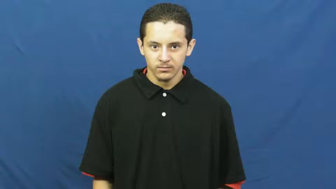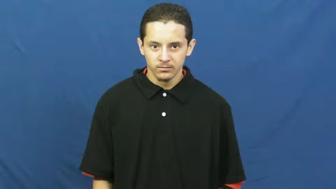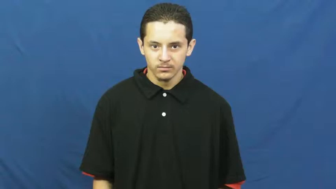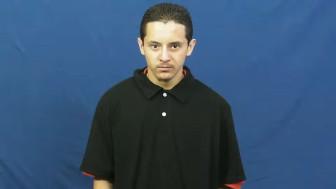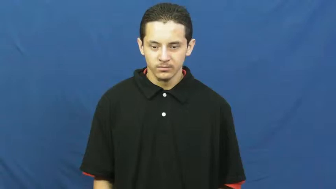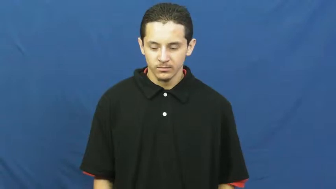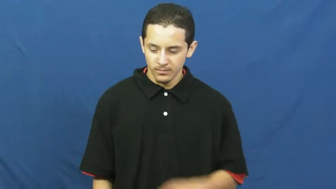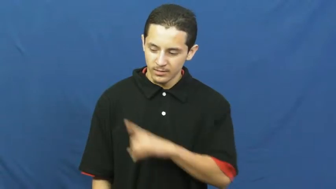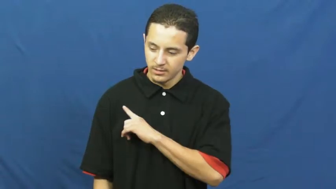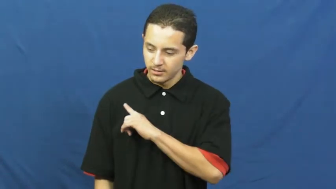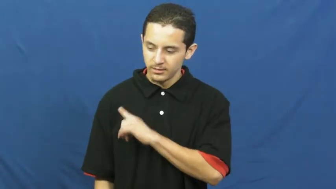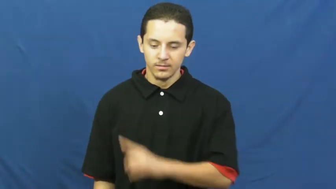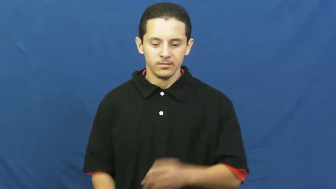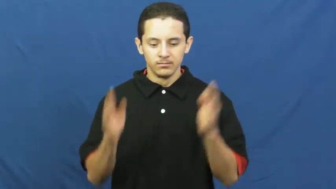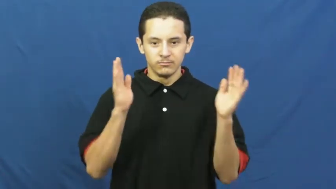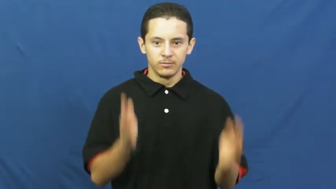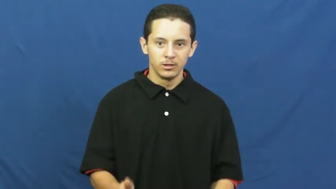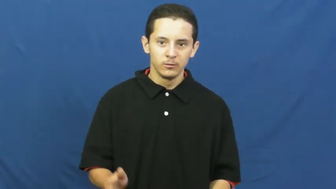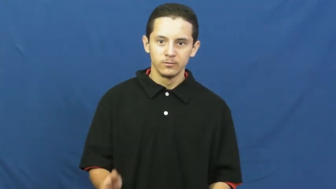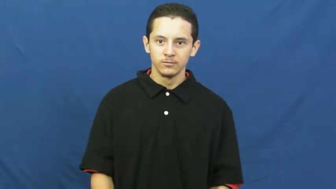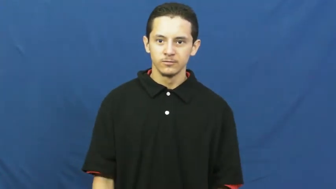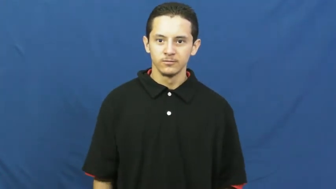culprit